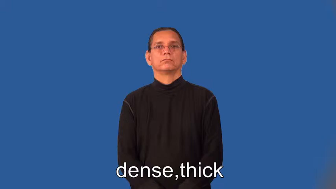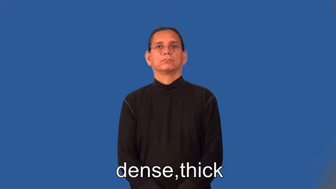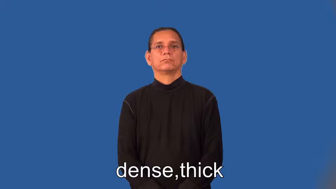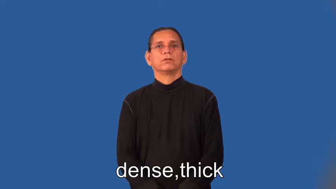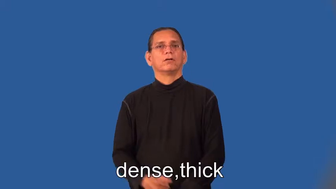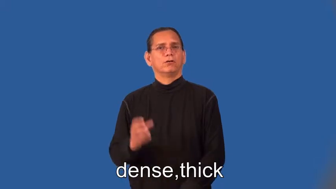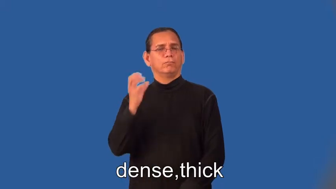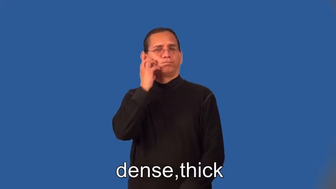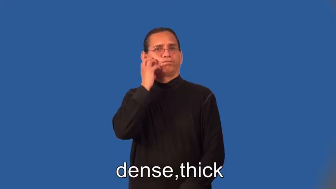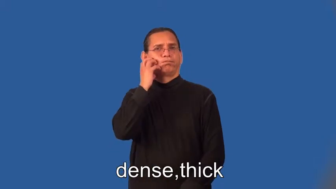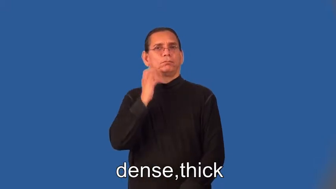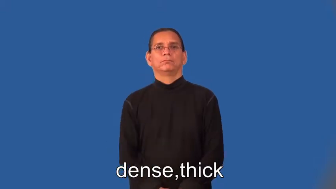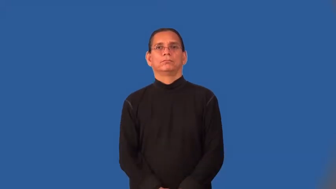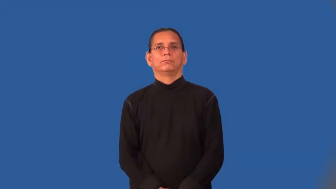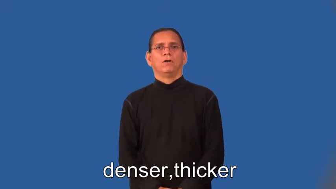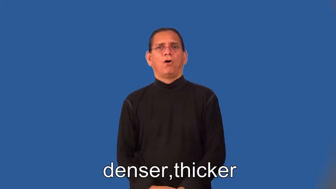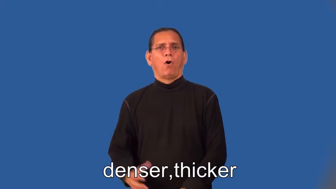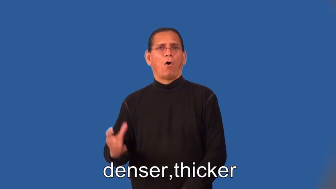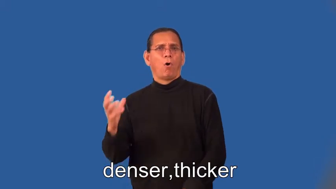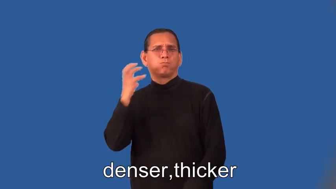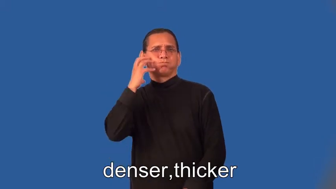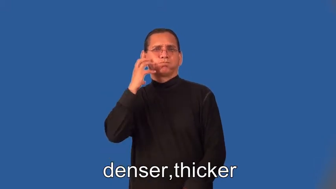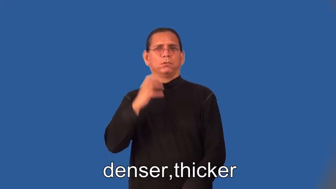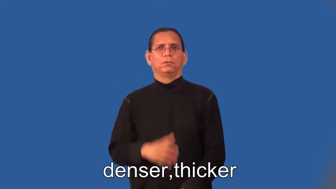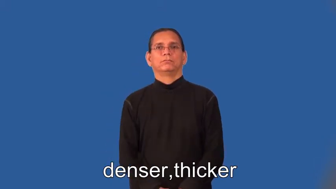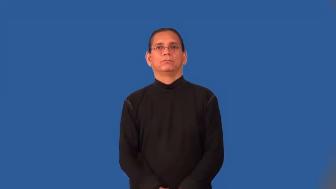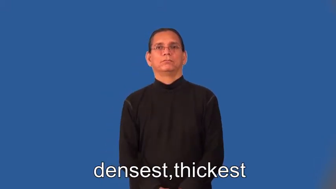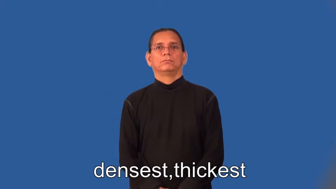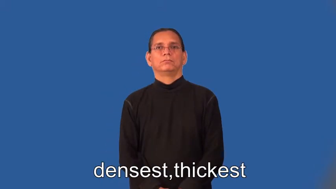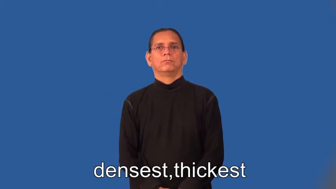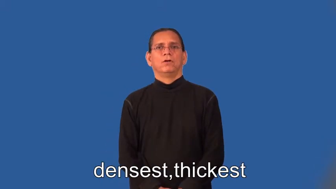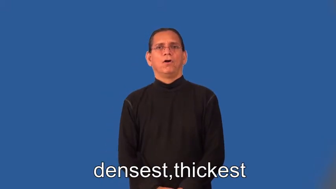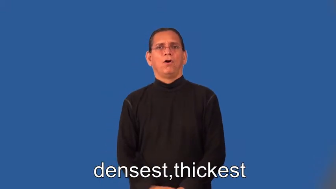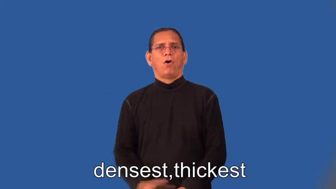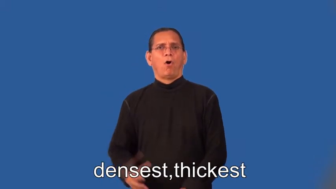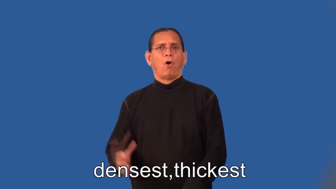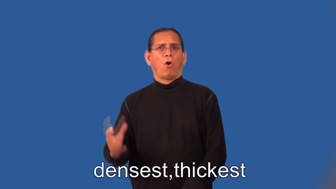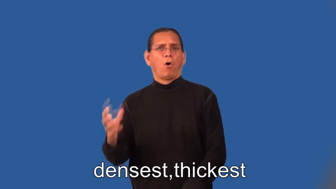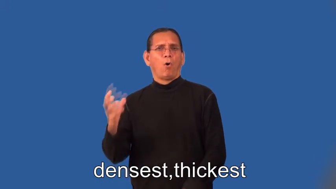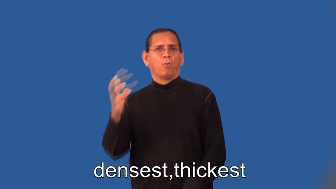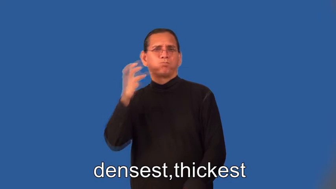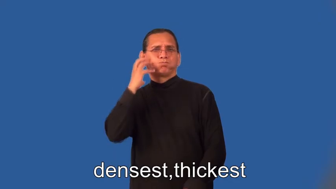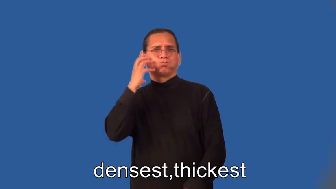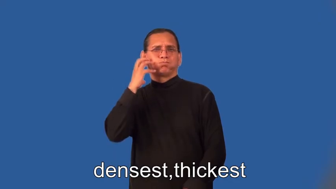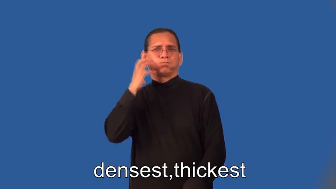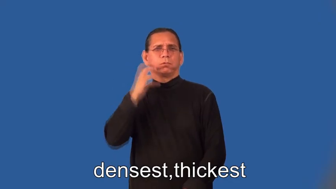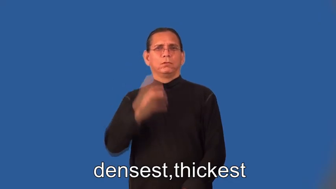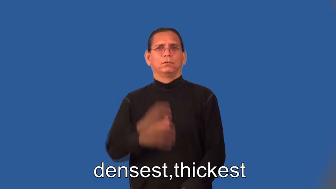denser,thicker,densest,thickest